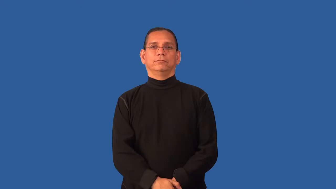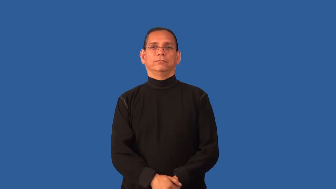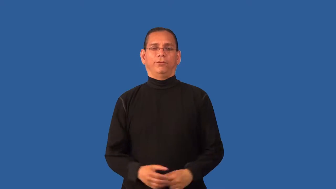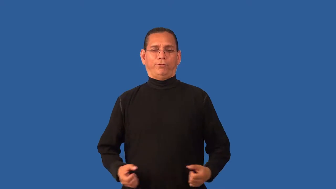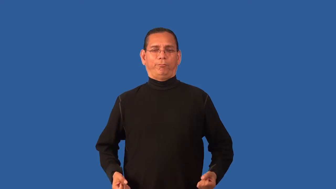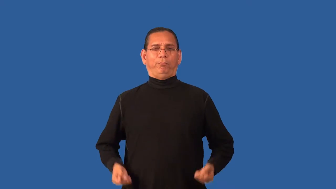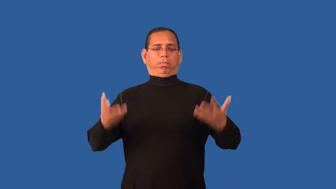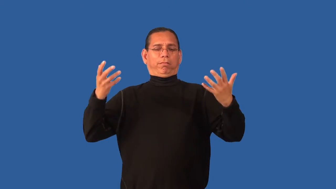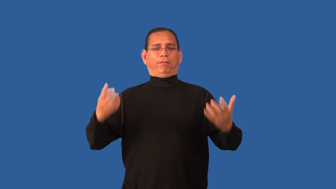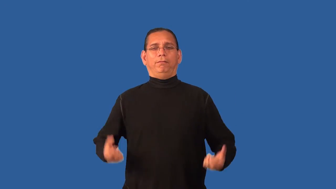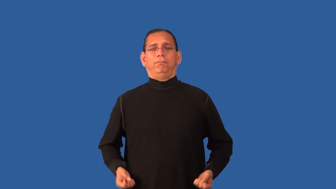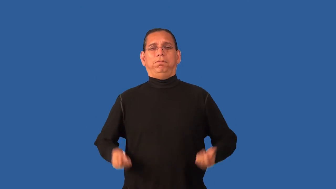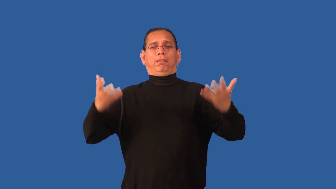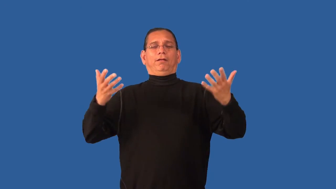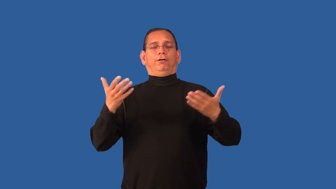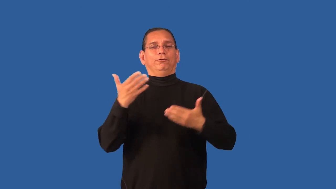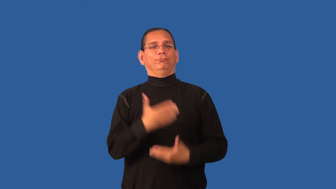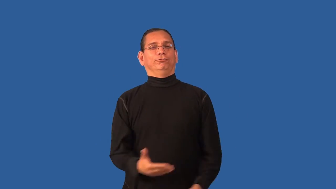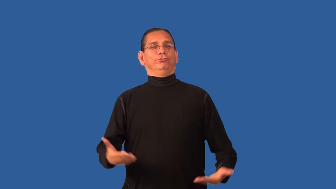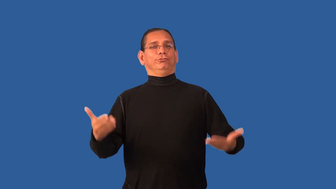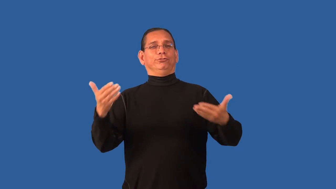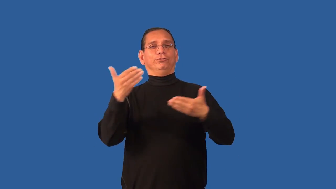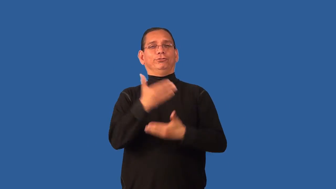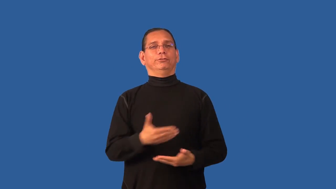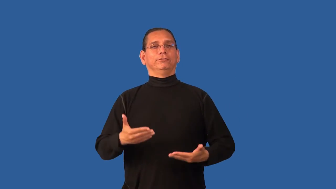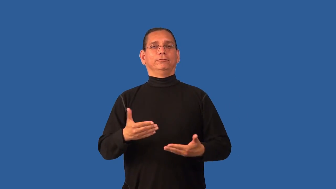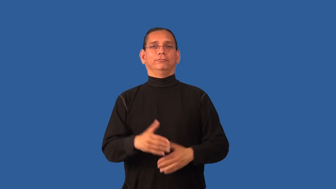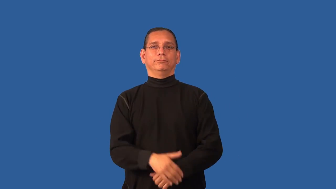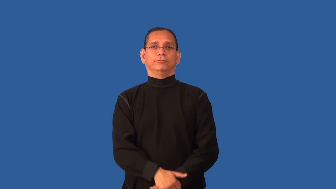dissipate-waste